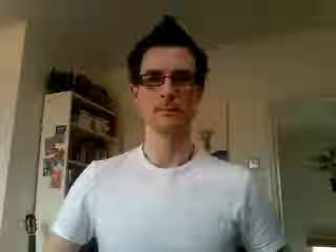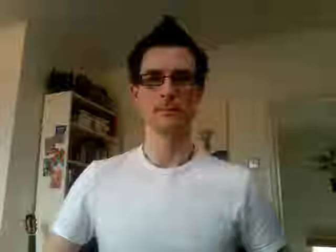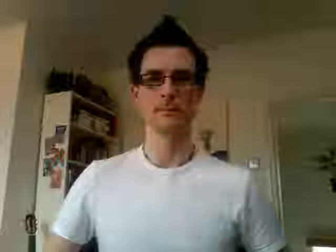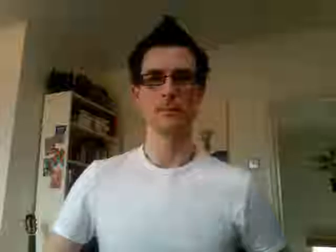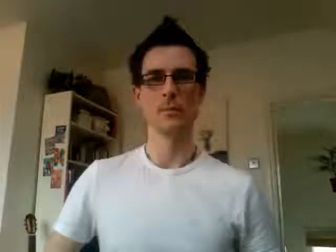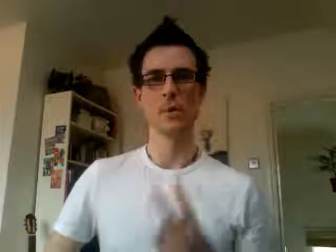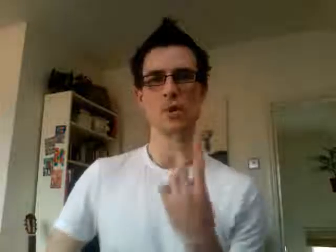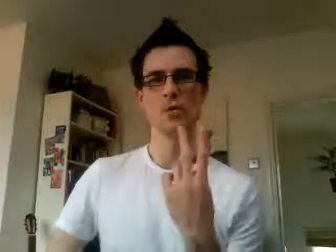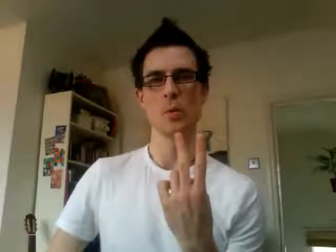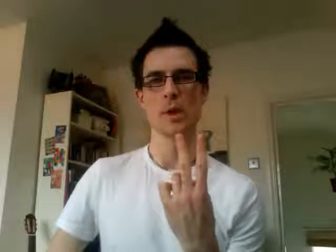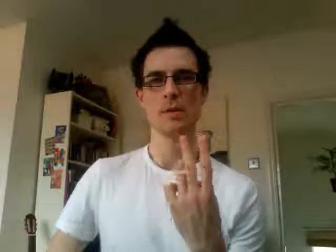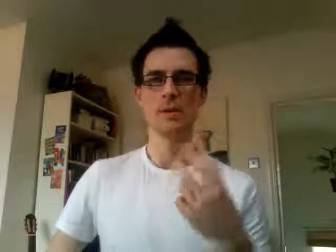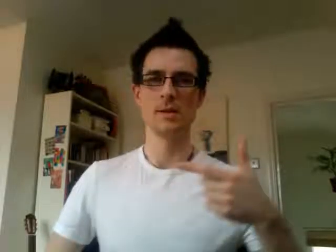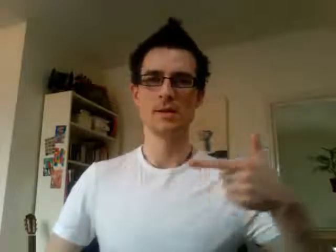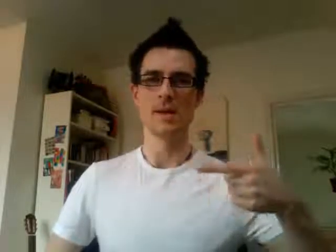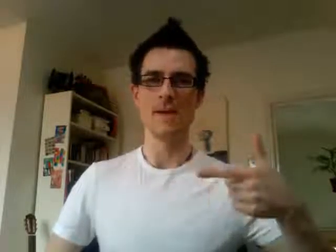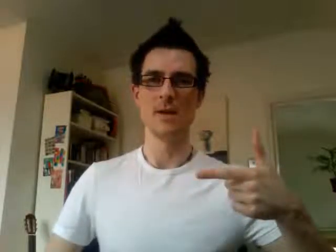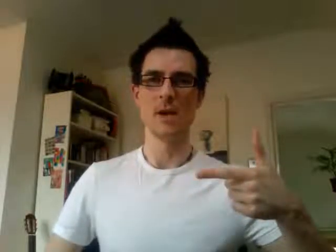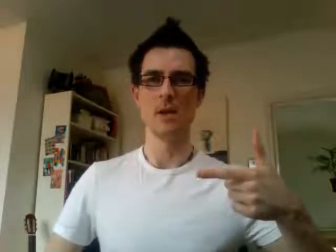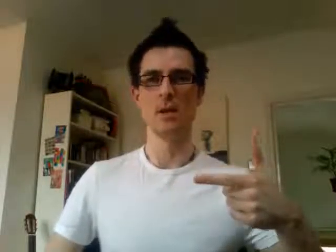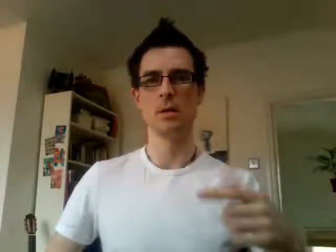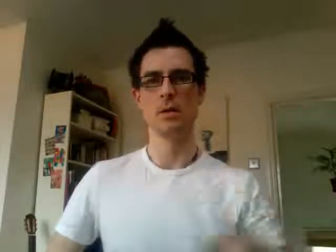27